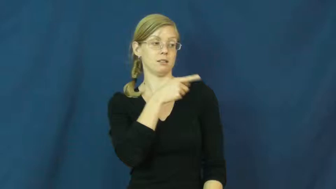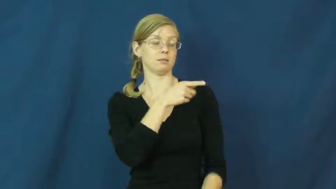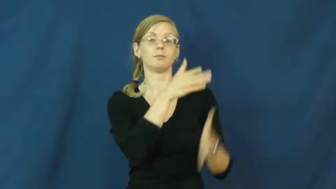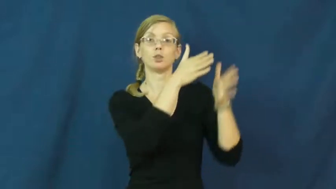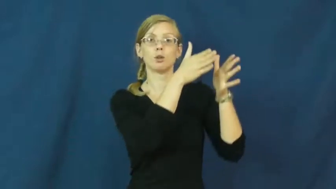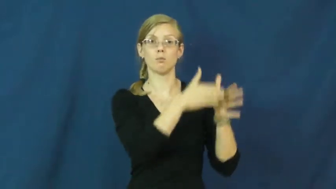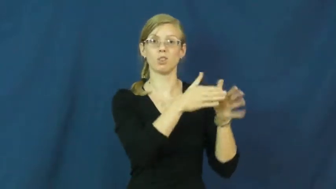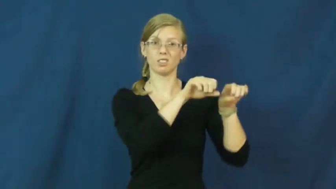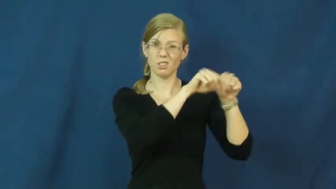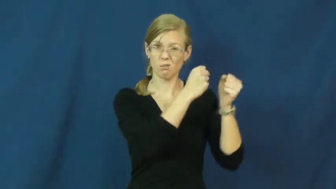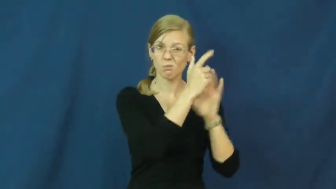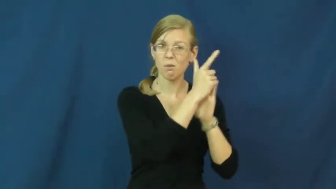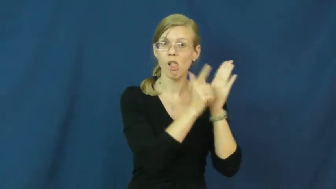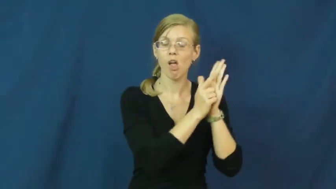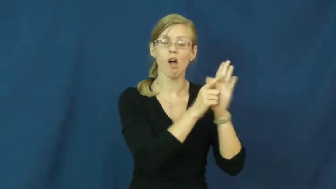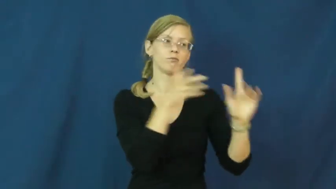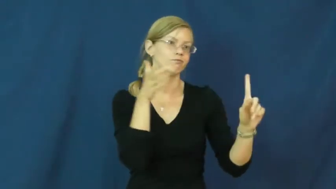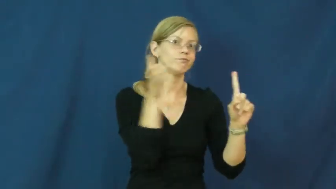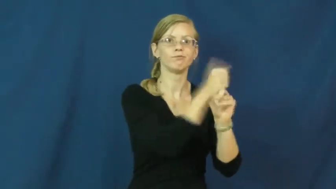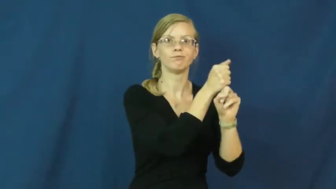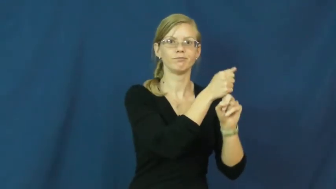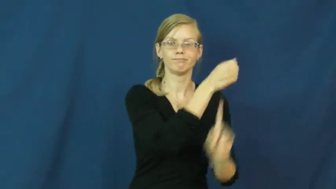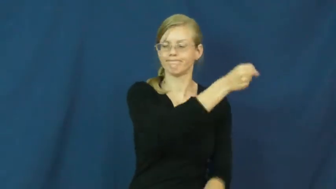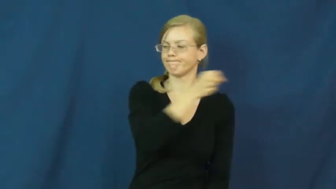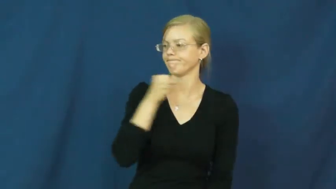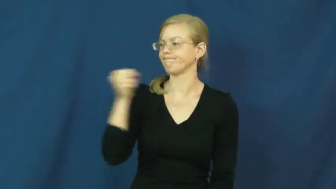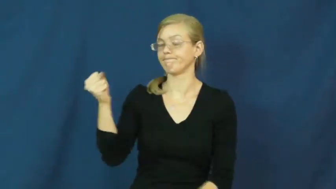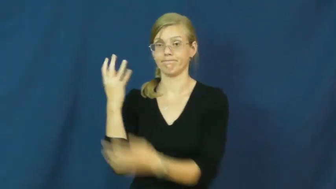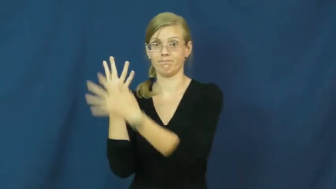hold-jail